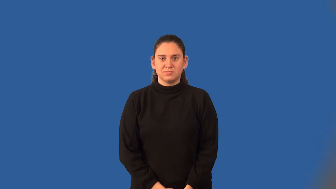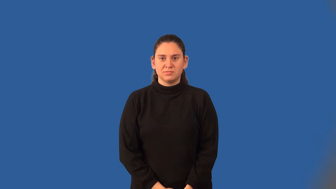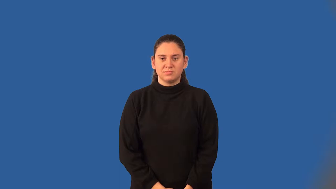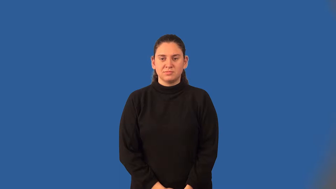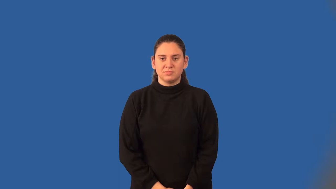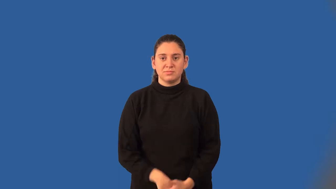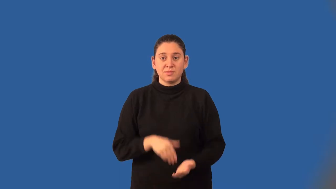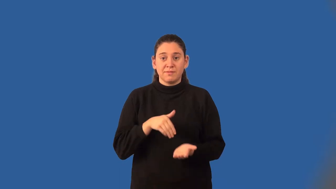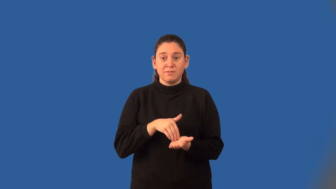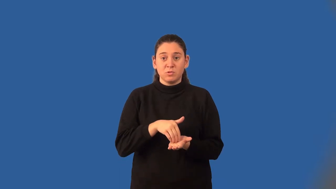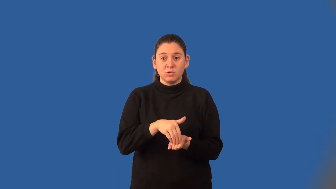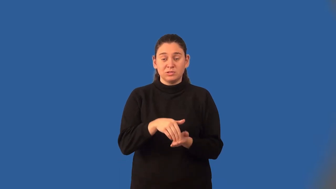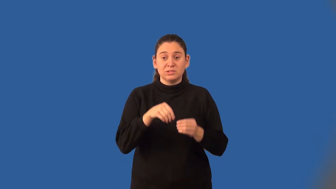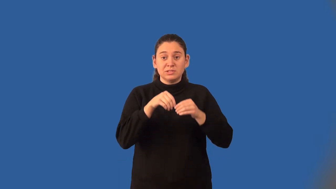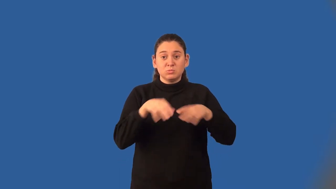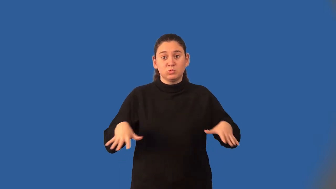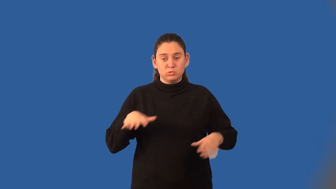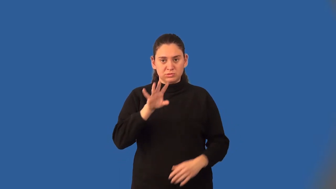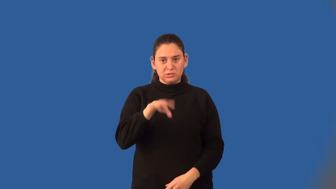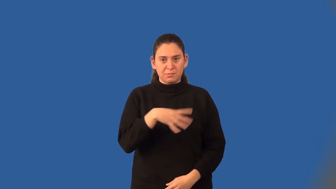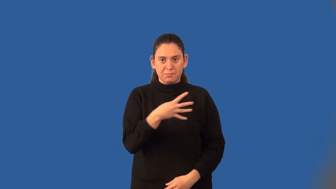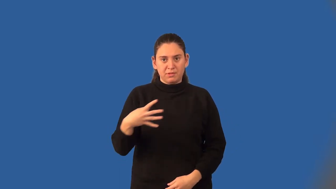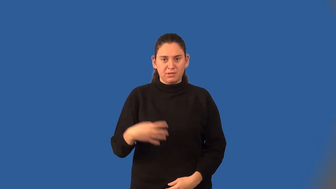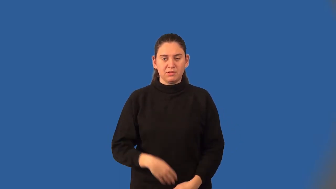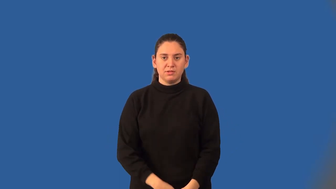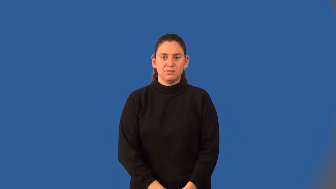frequency distribution table